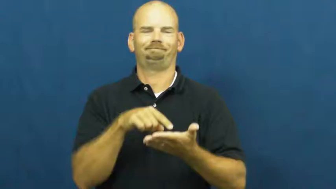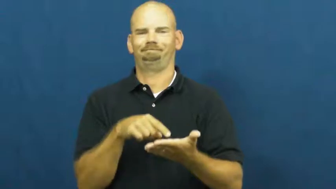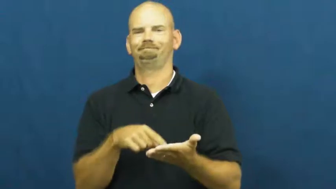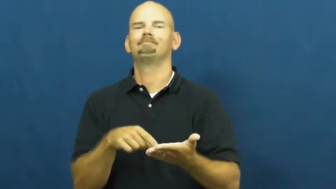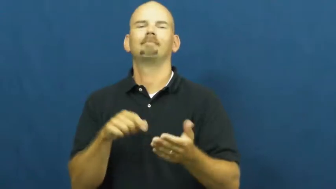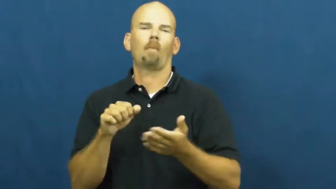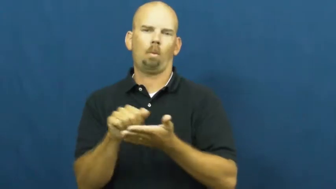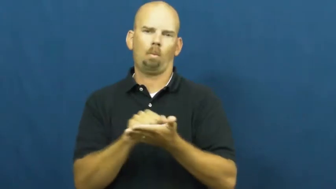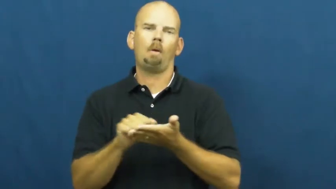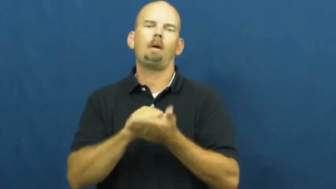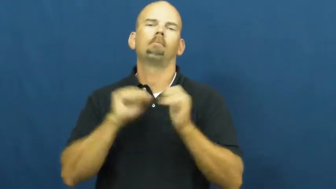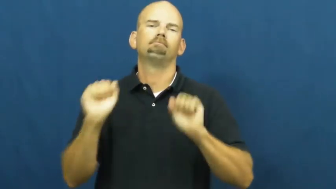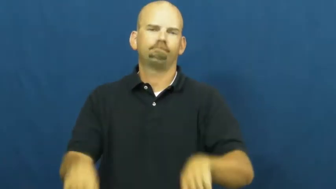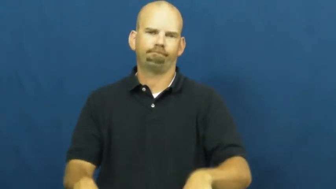washable